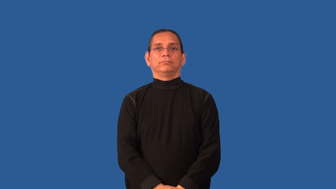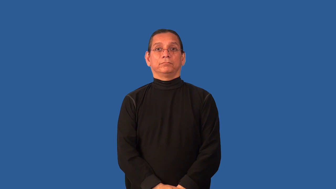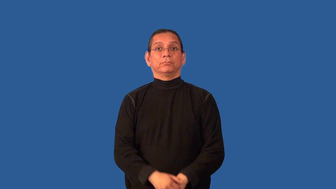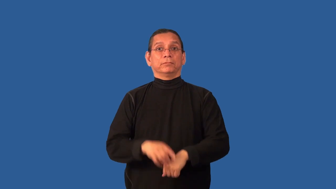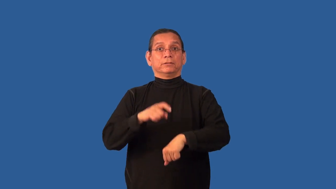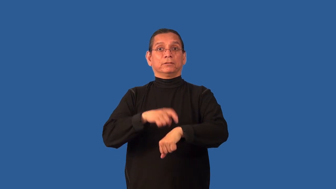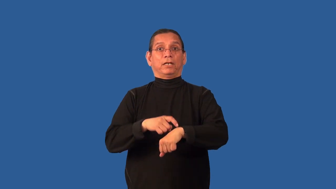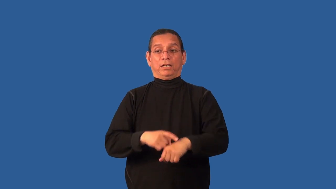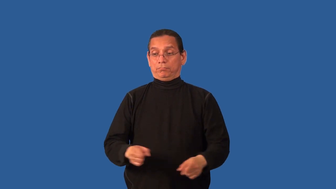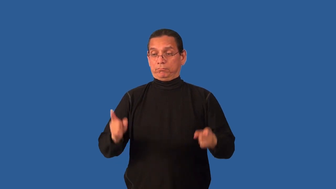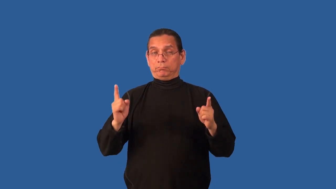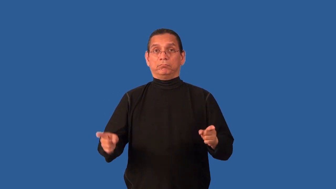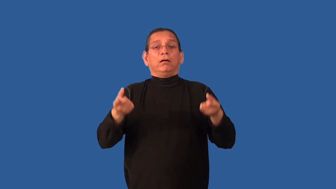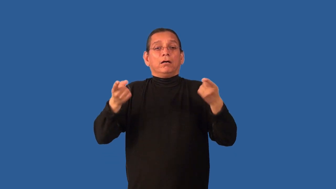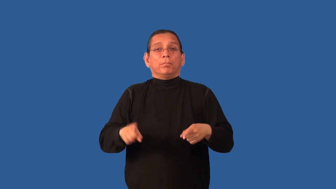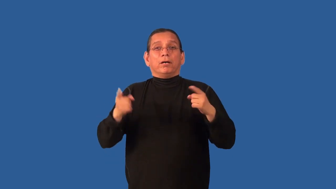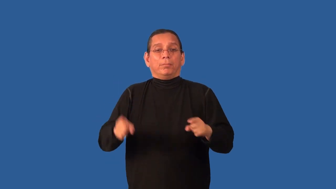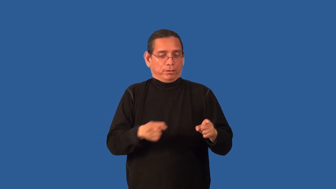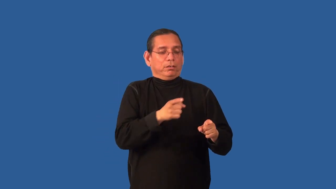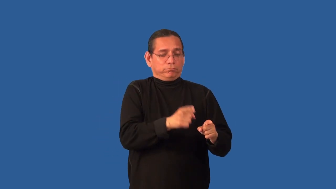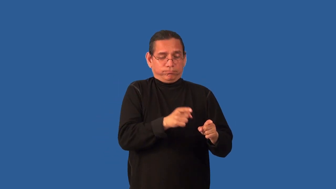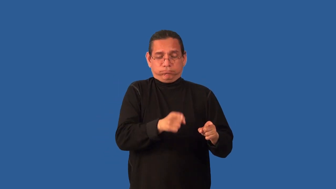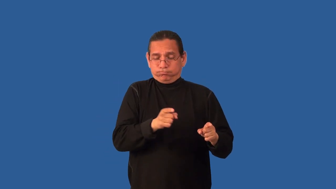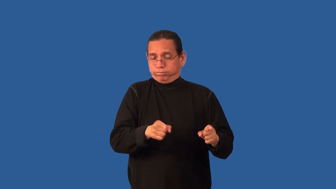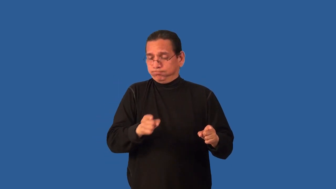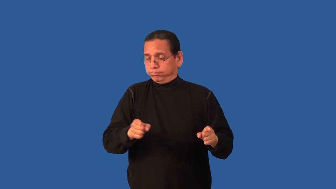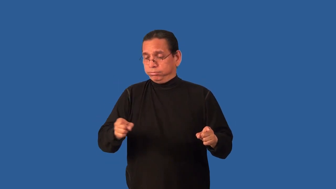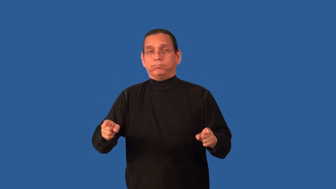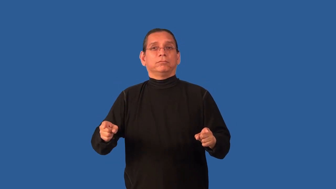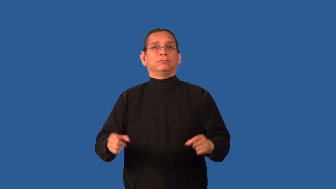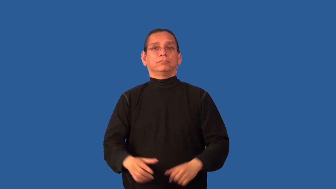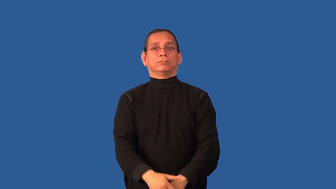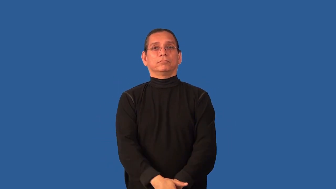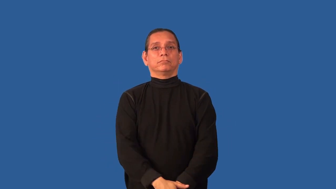timeline